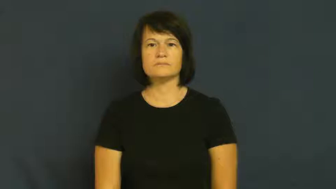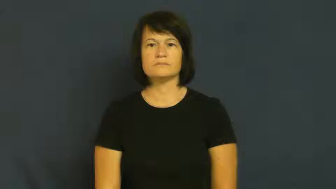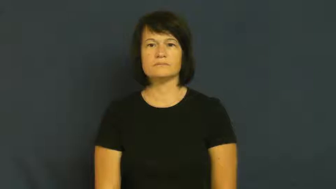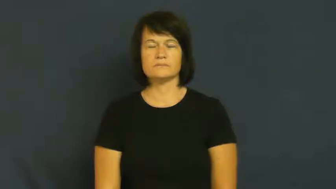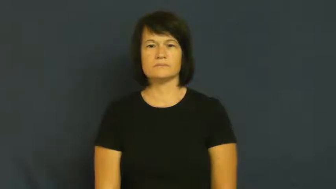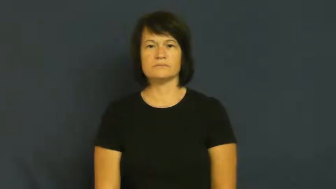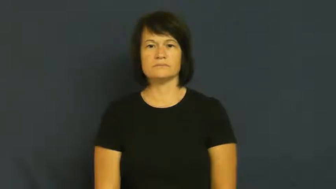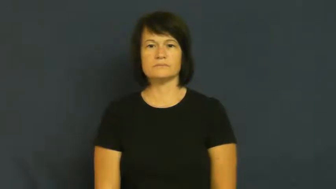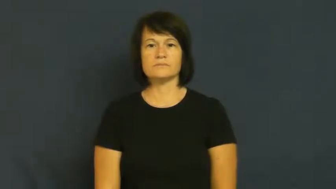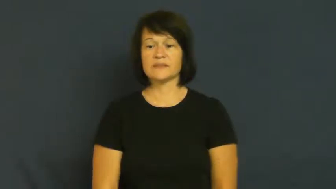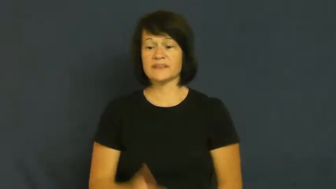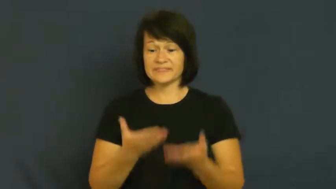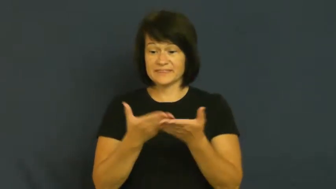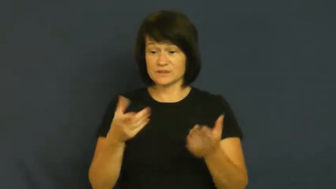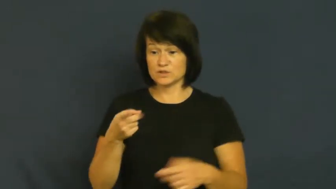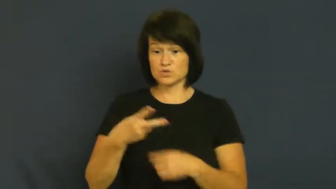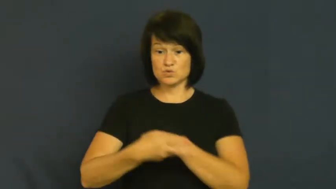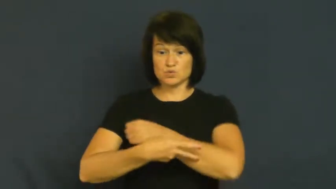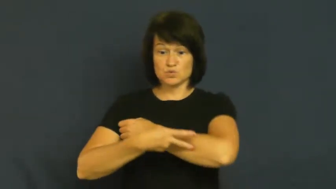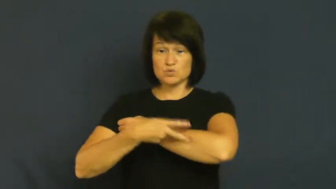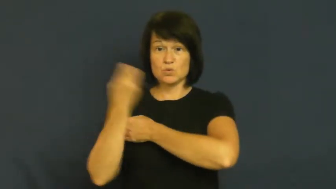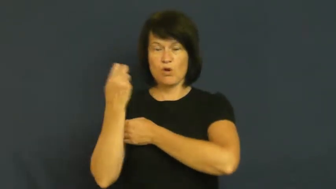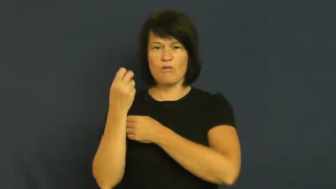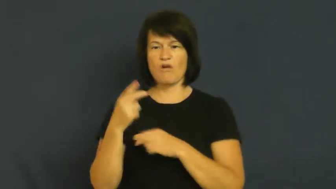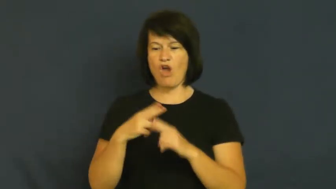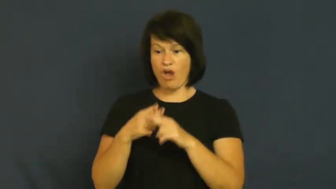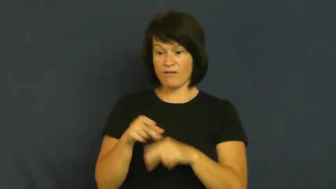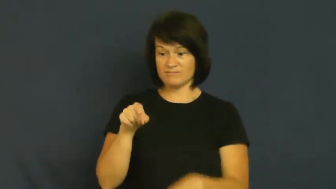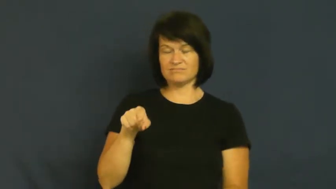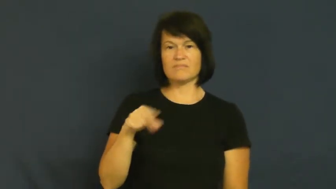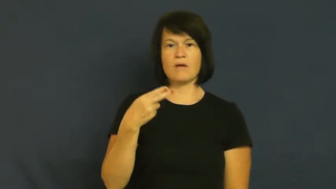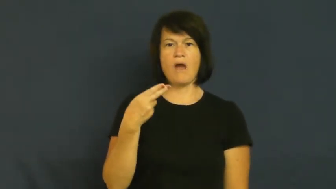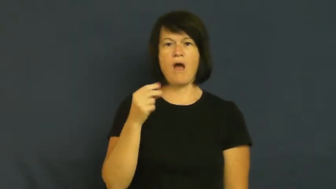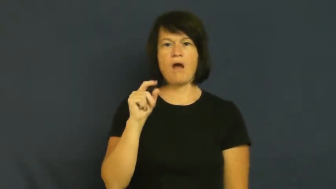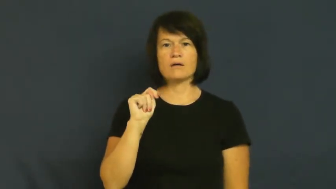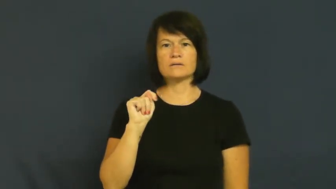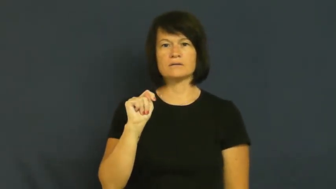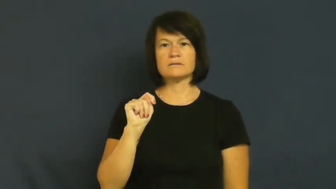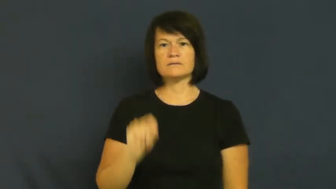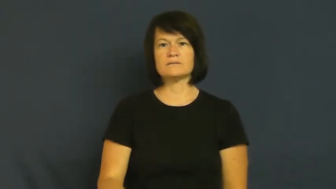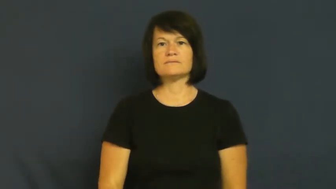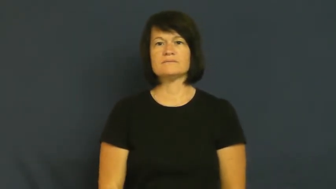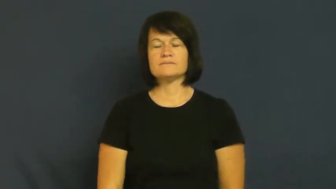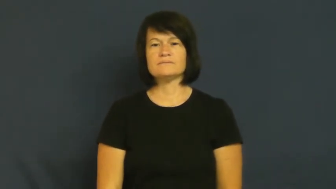hot-stolen